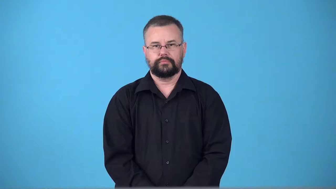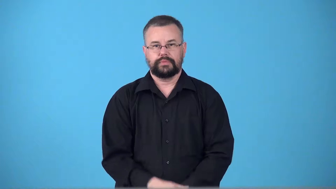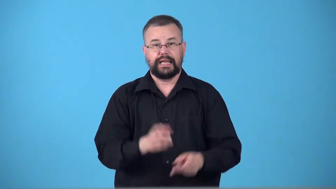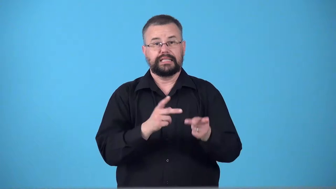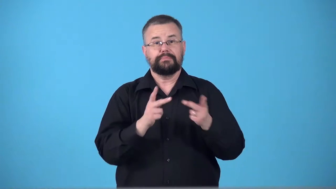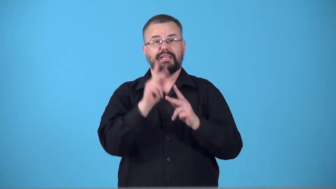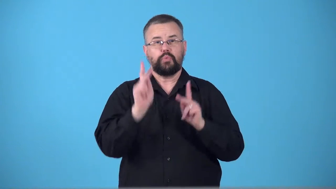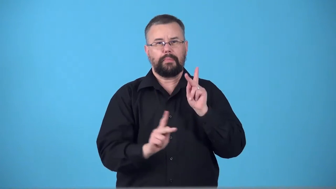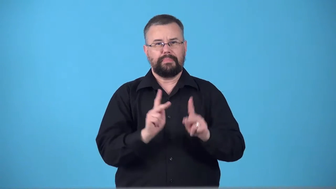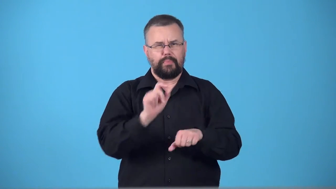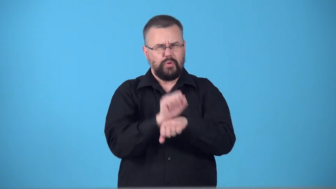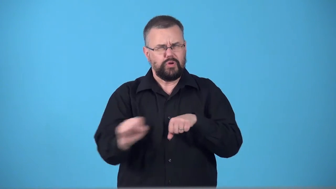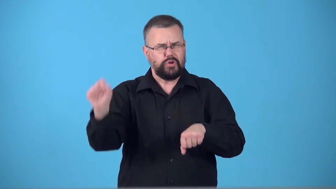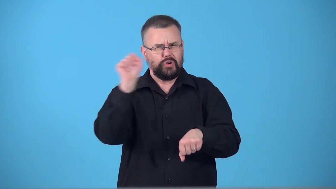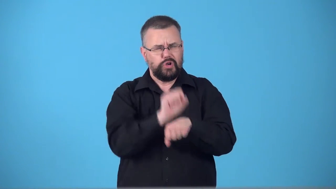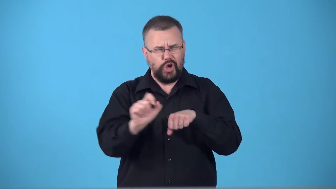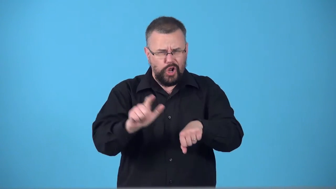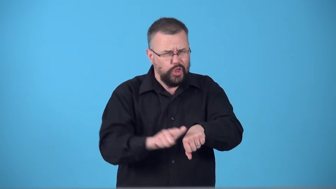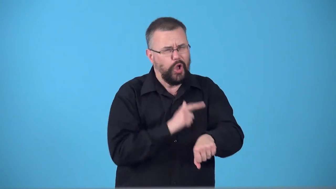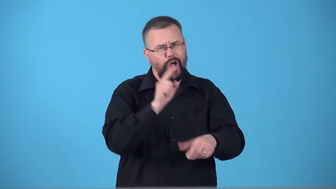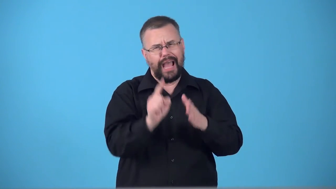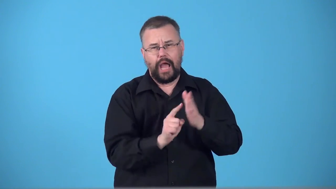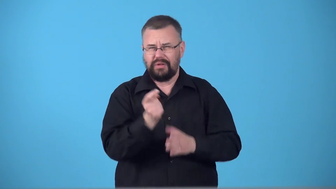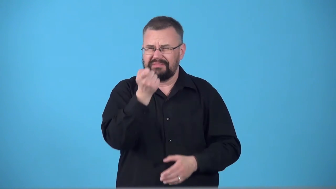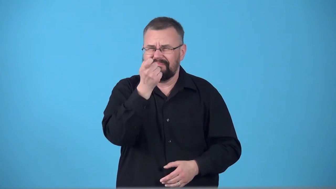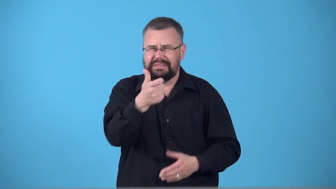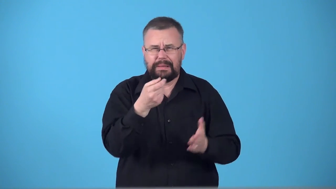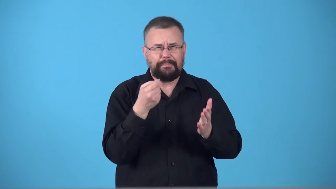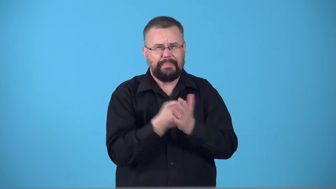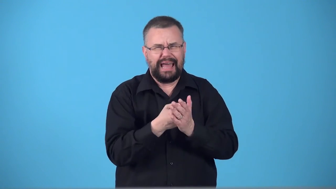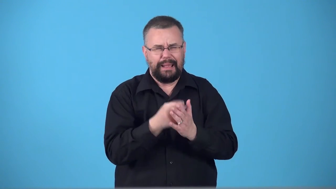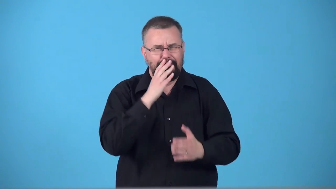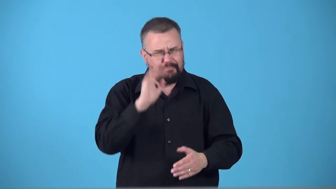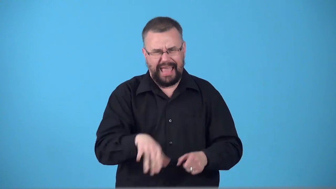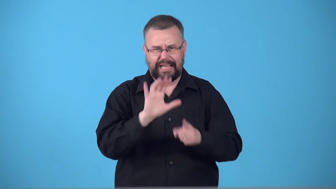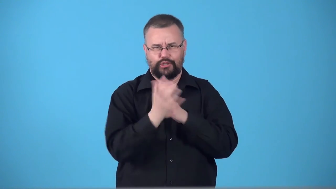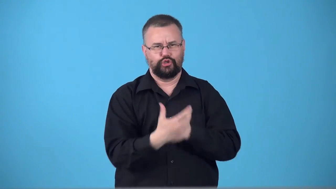sweatshop